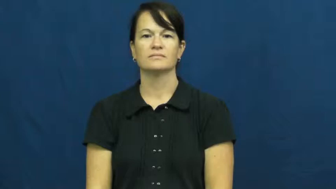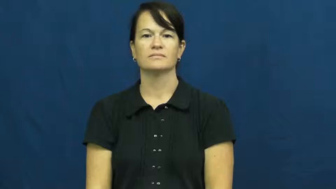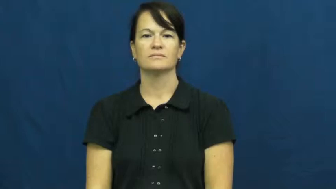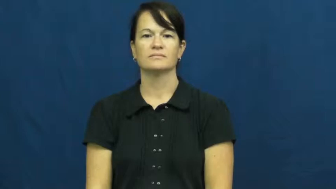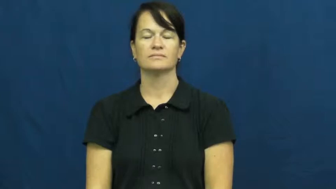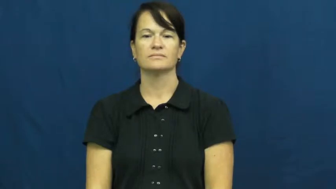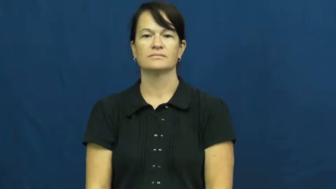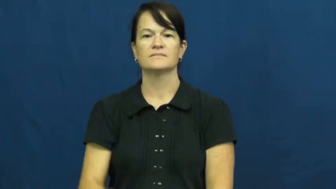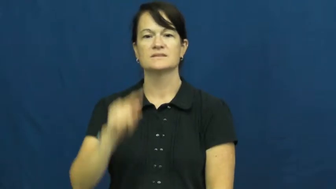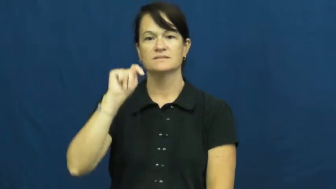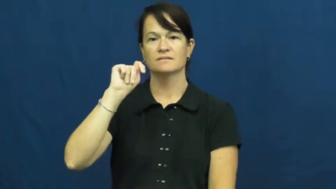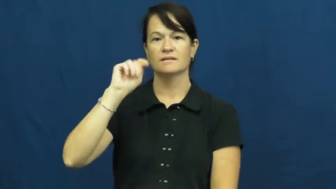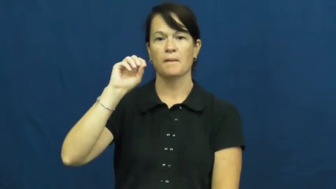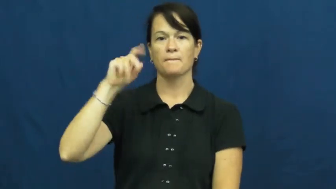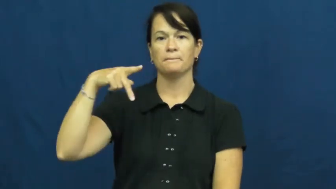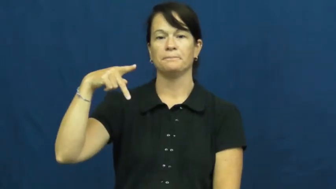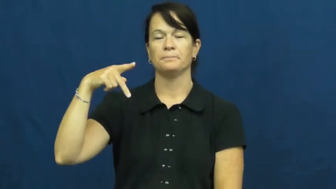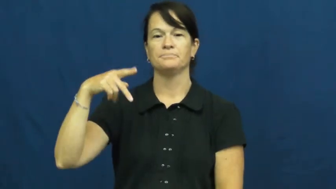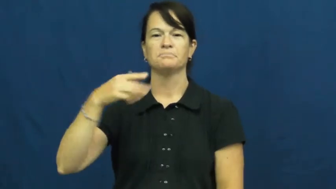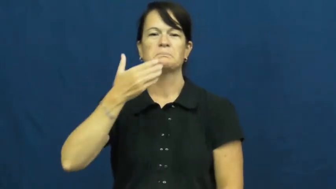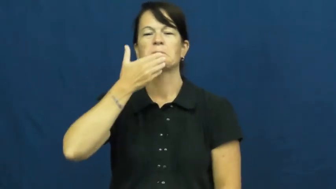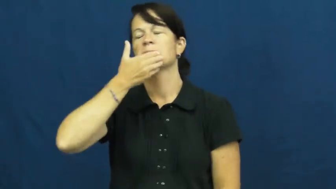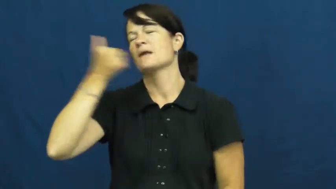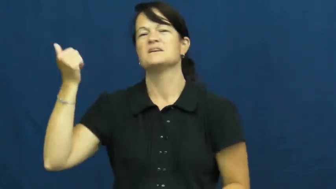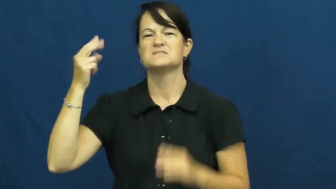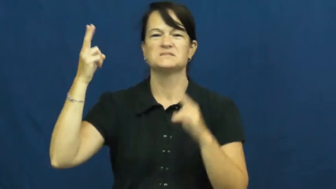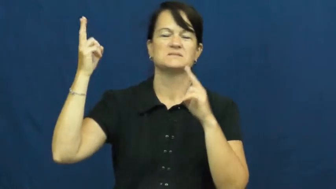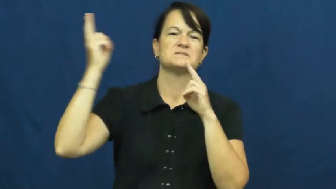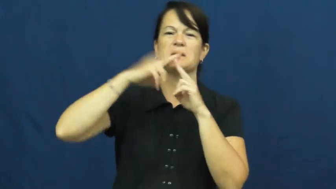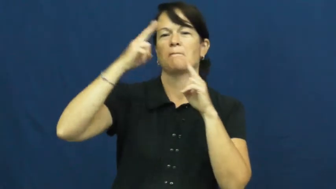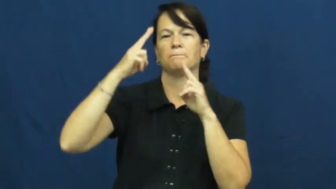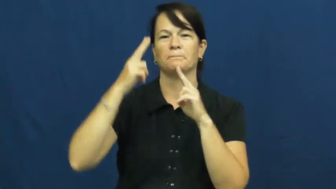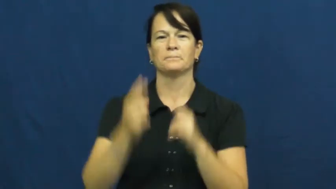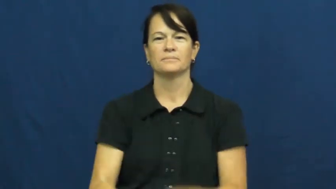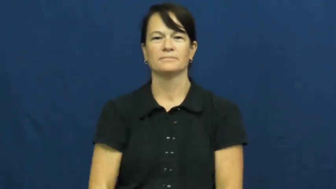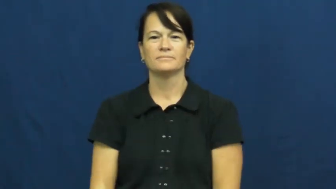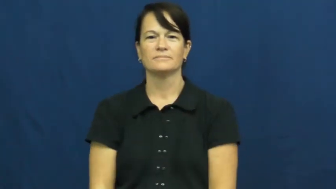unmatched,unparalleled,unsurpassed